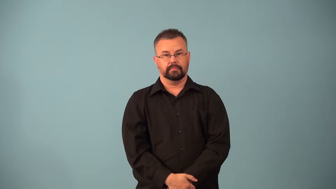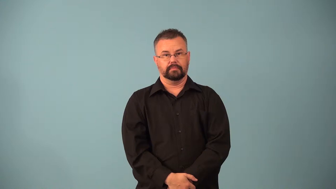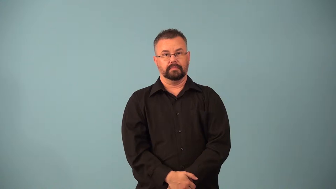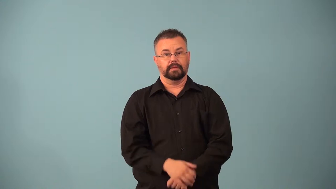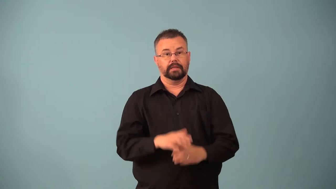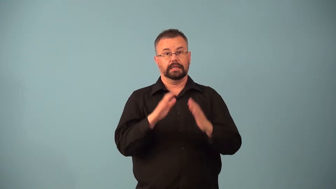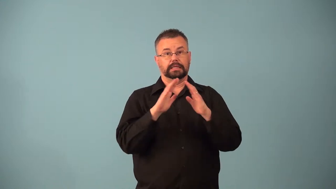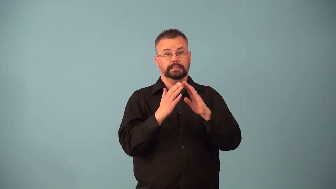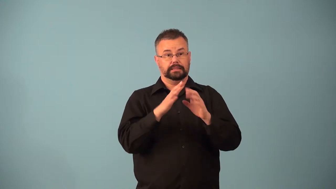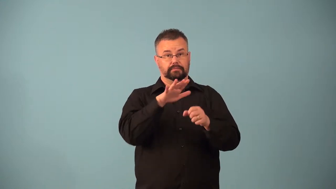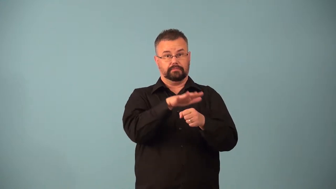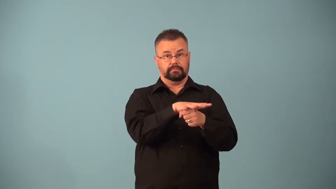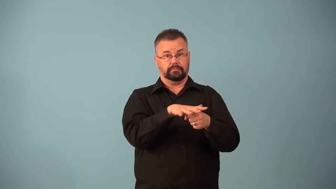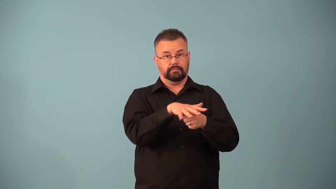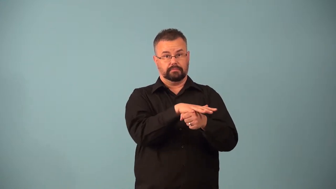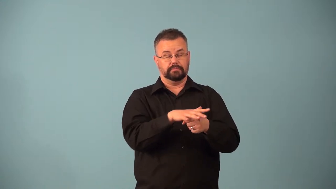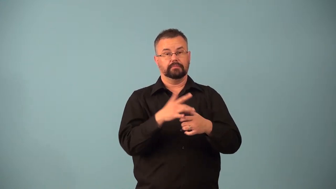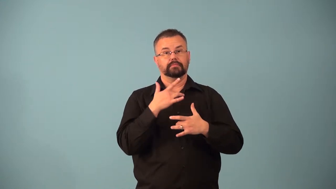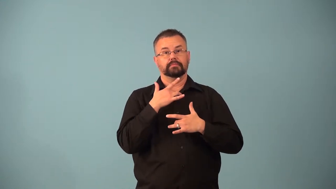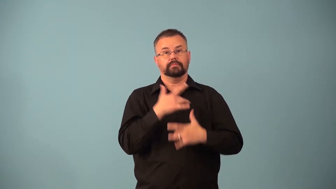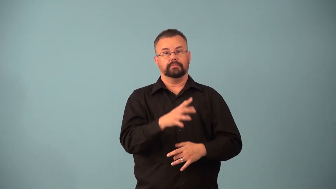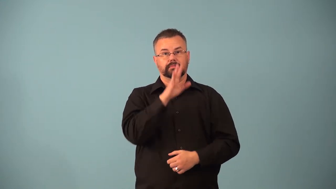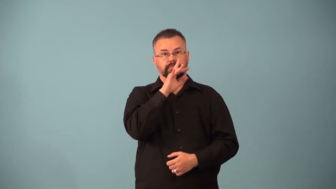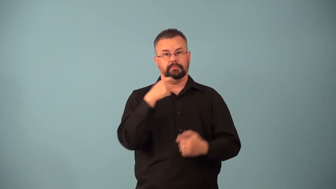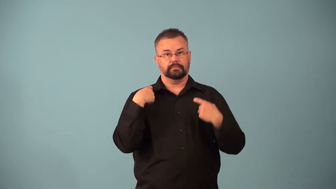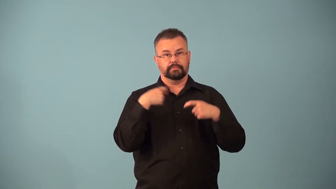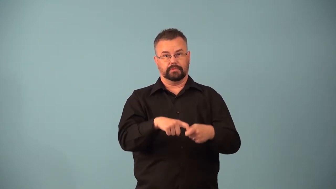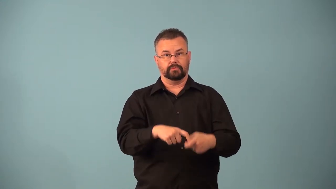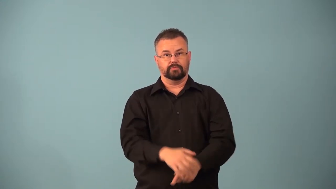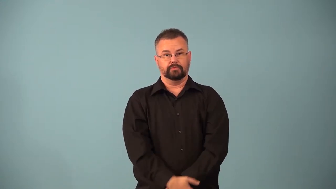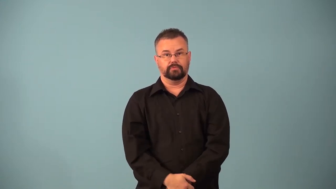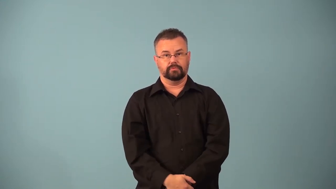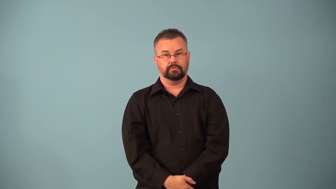barrio